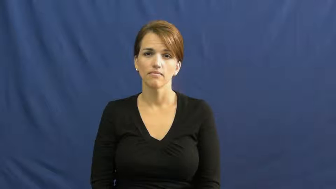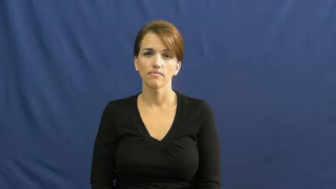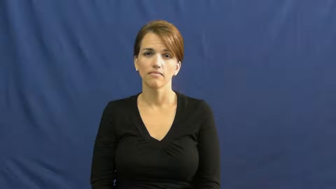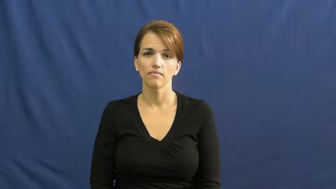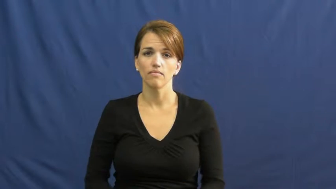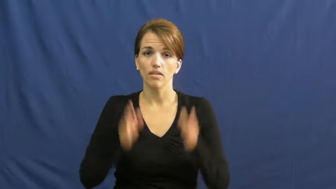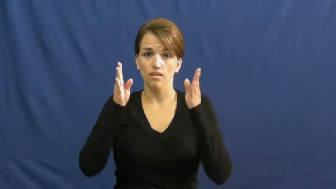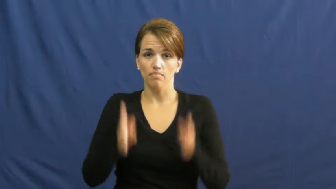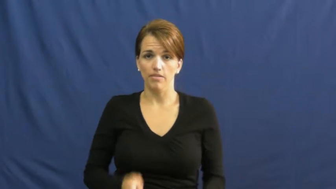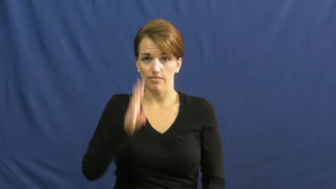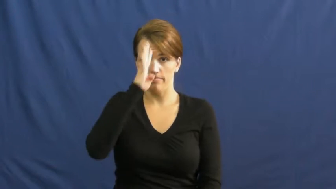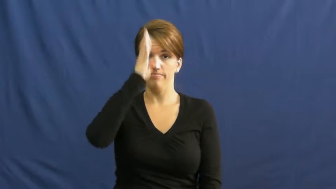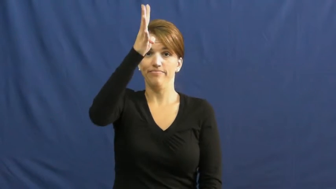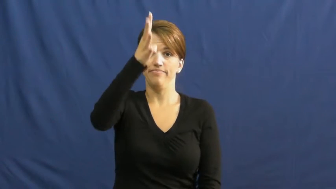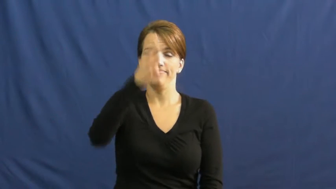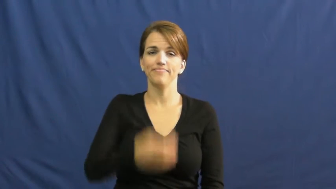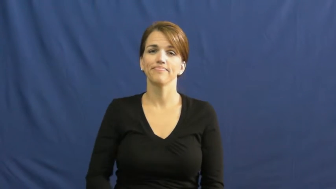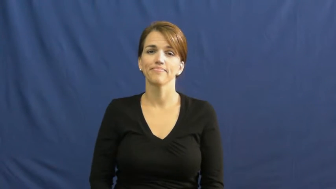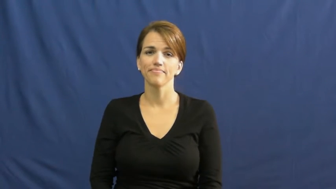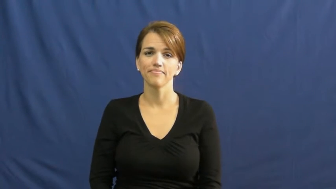inventor,originator,pioneer